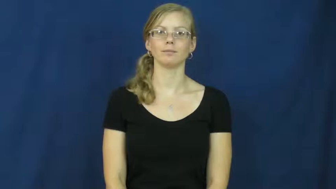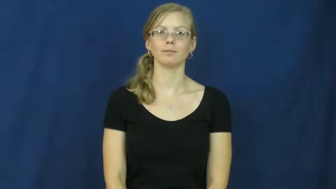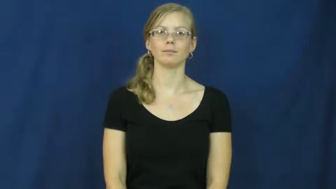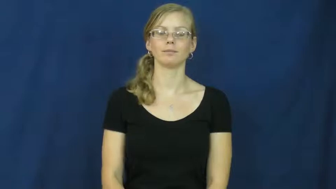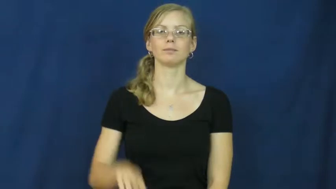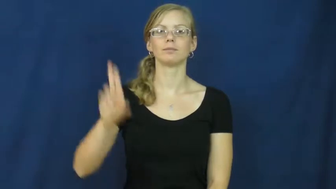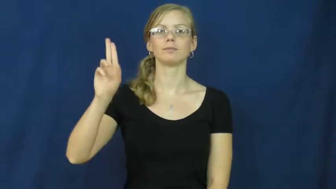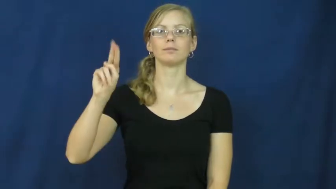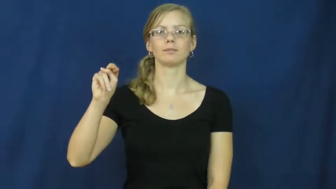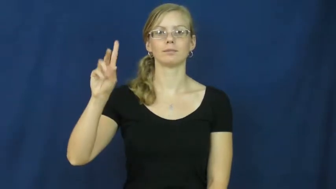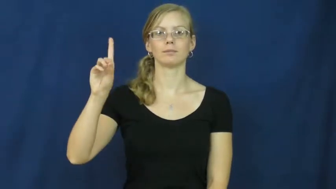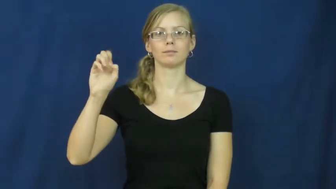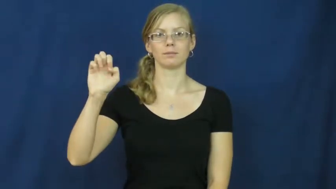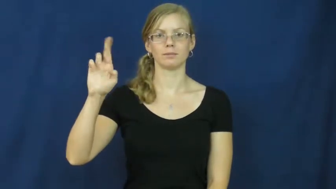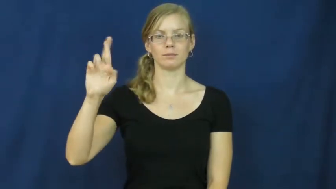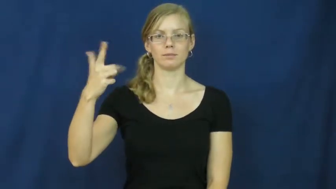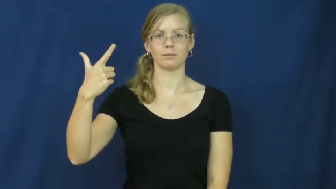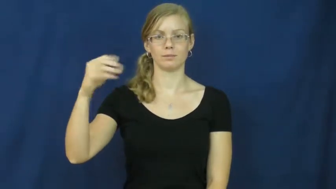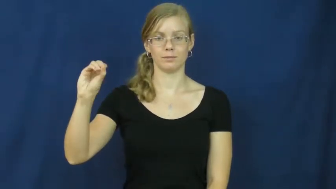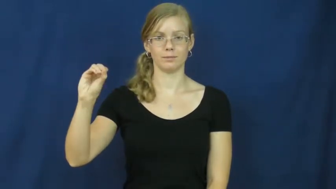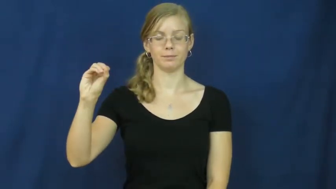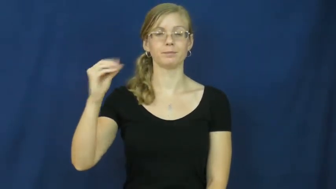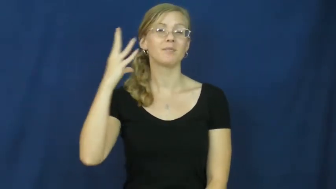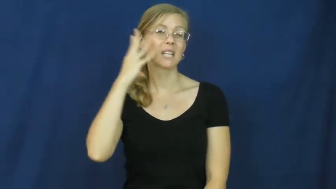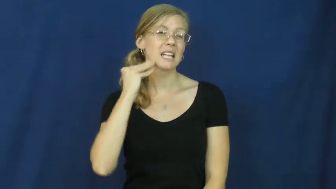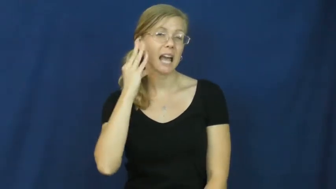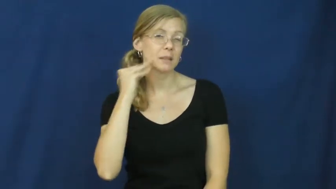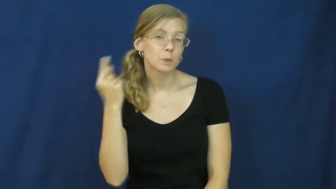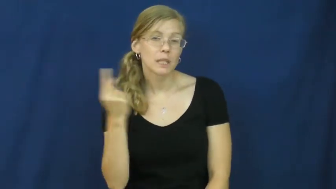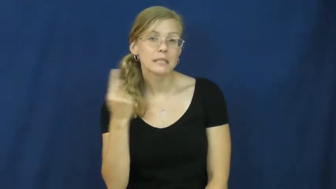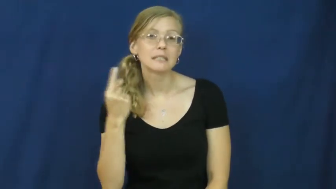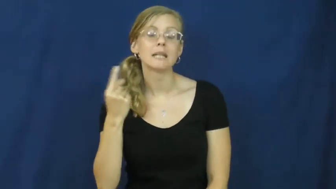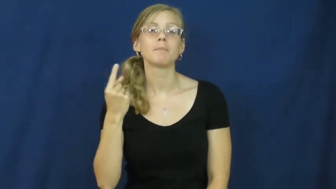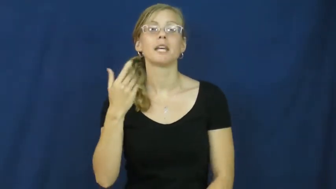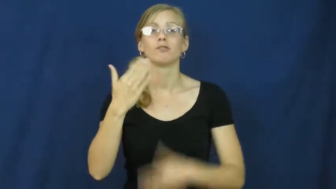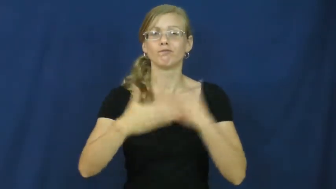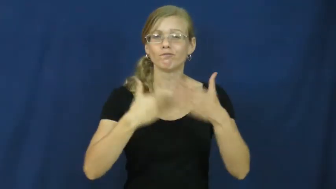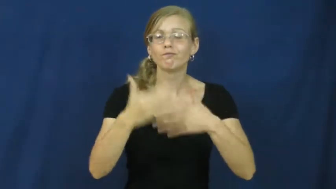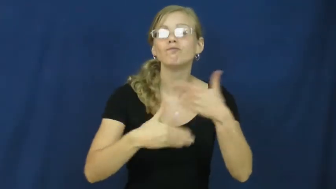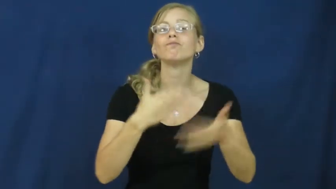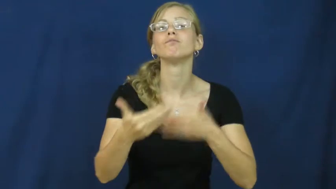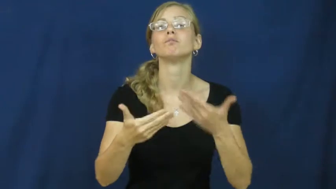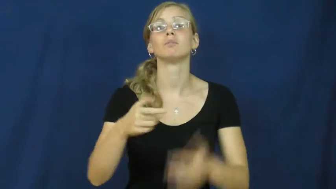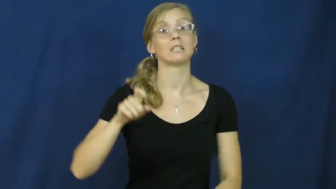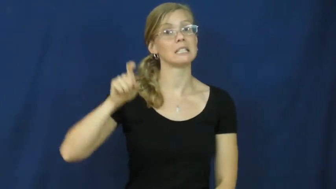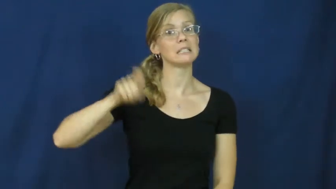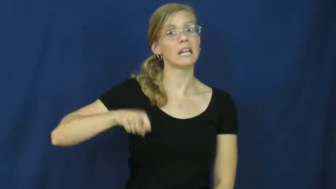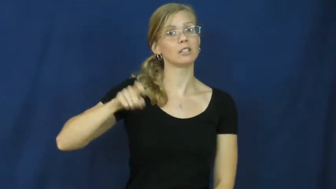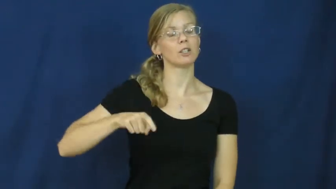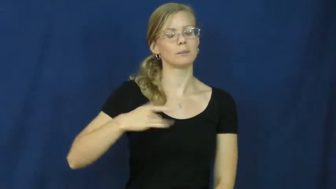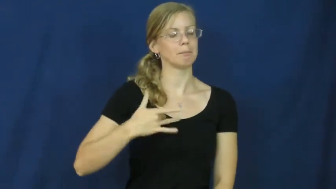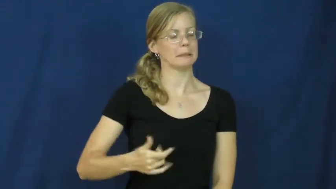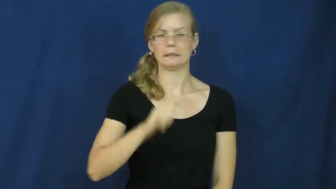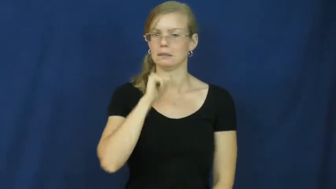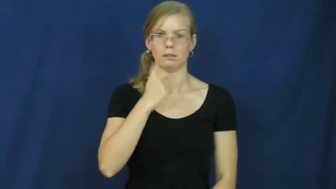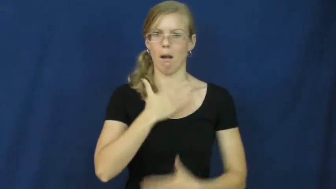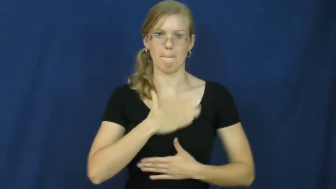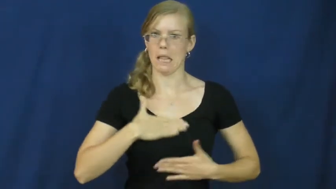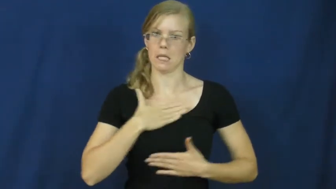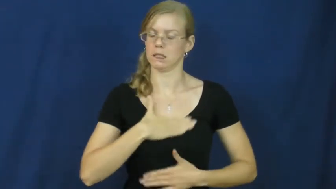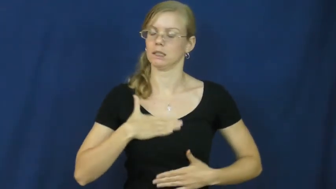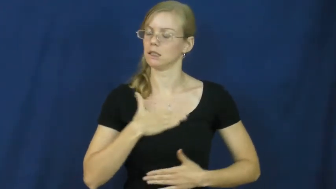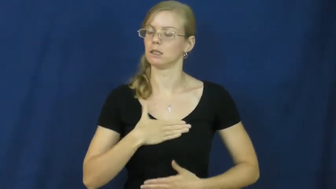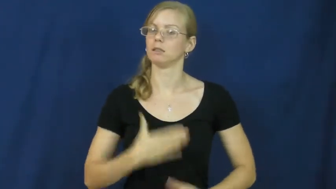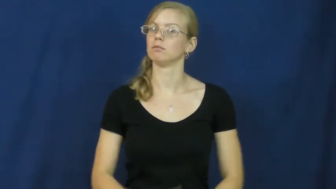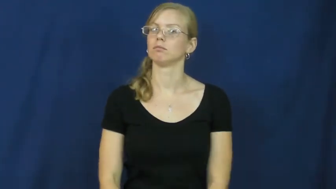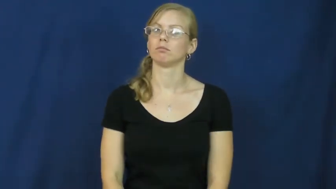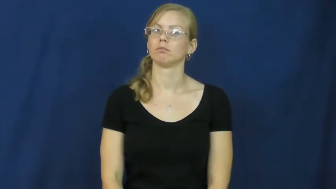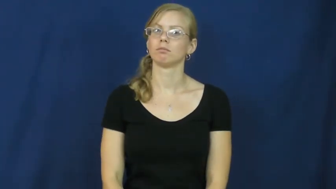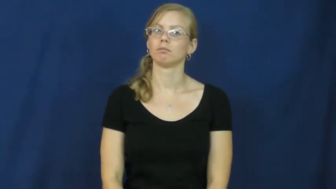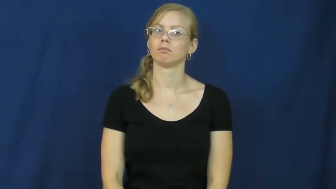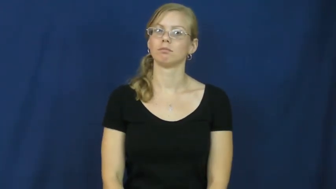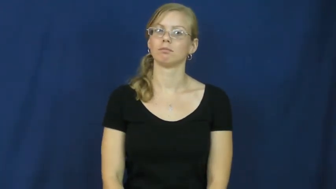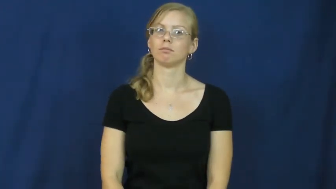undergo